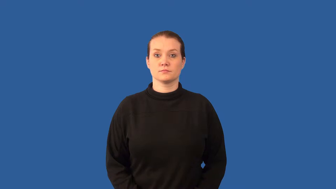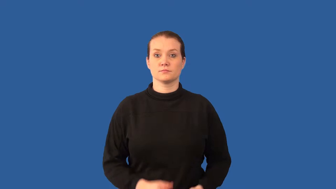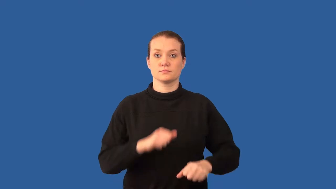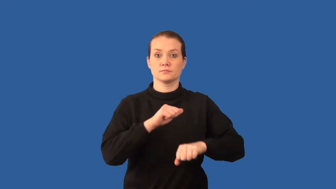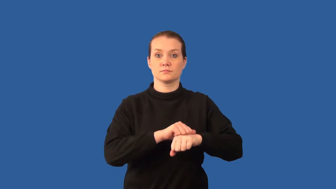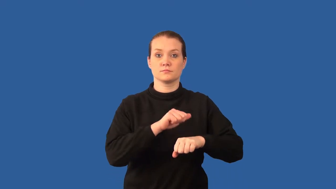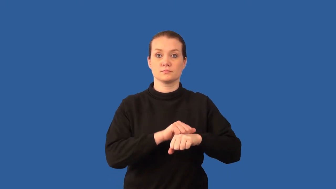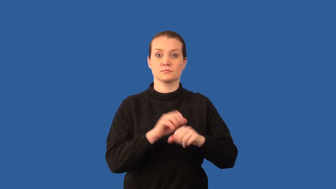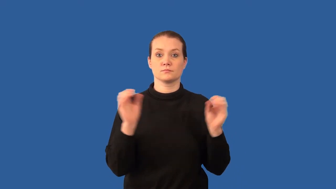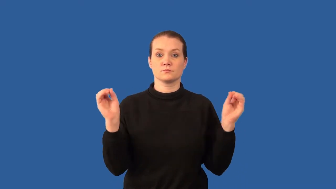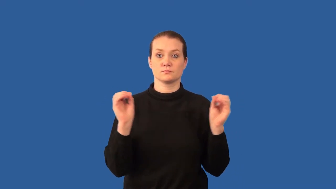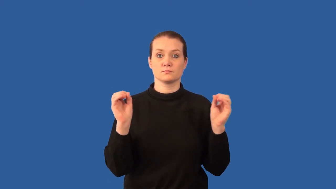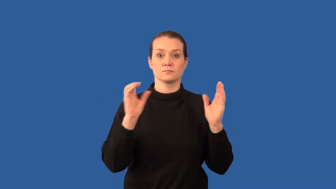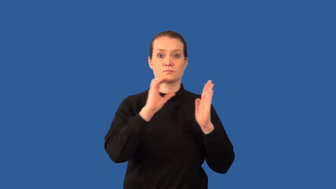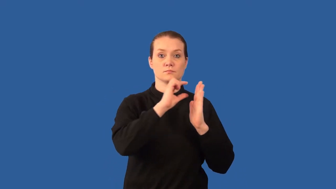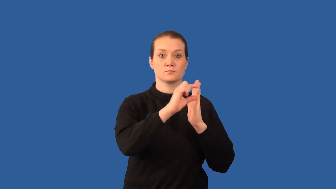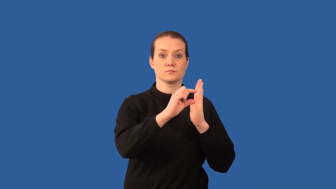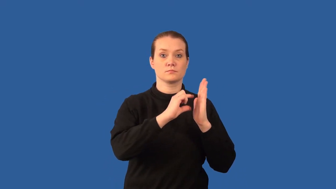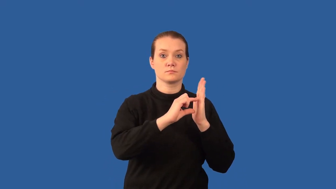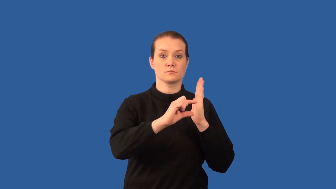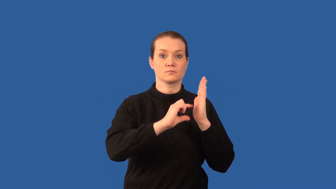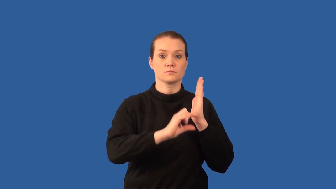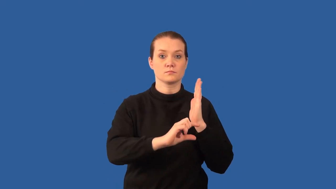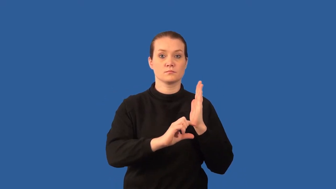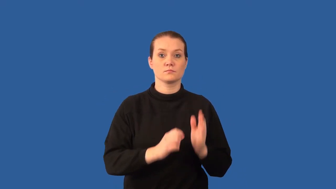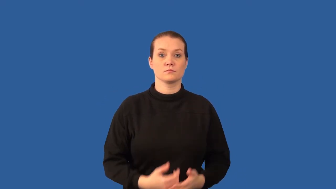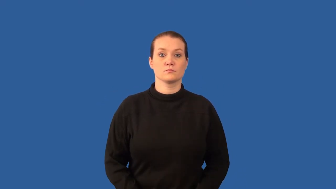nonfoliated-rock